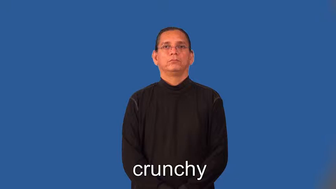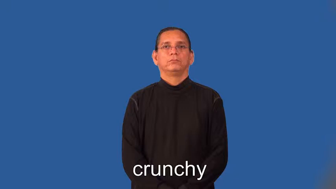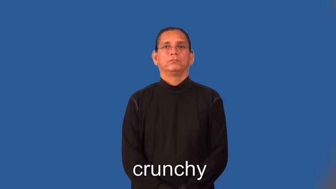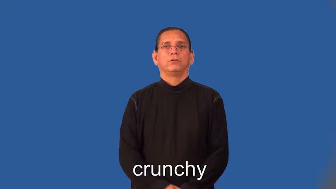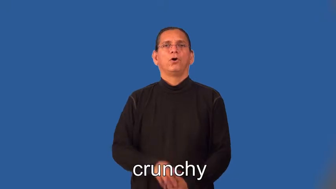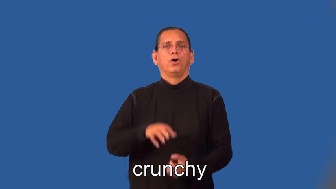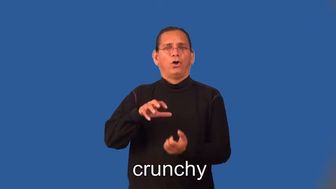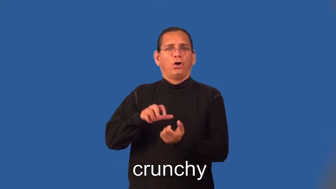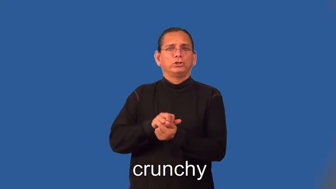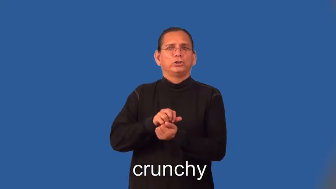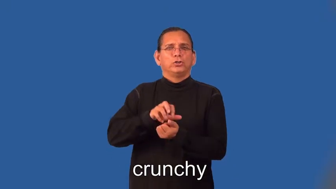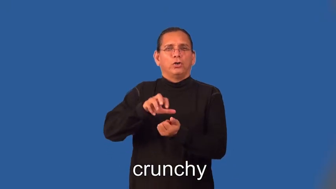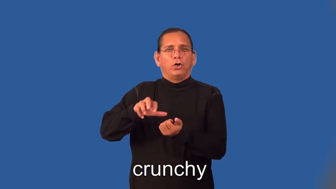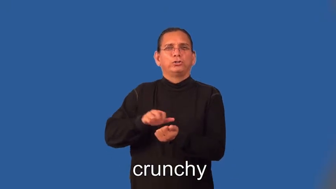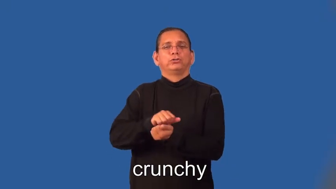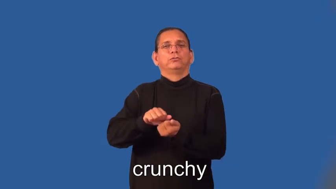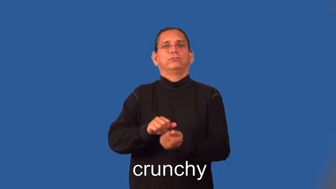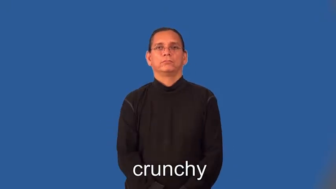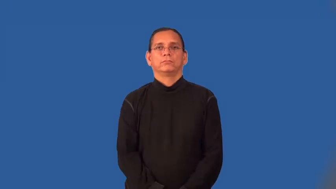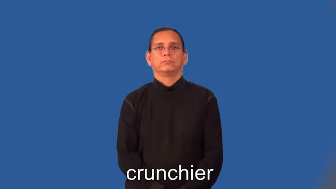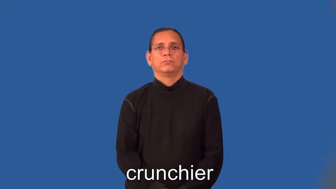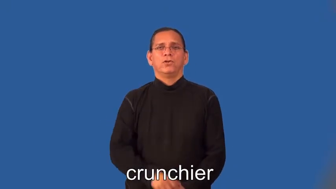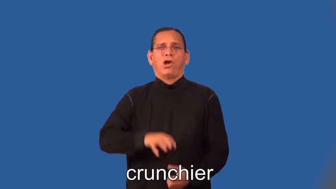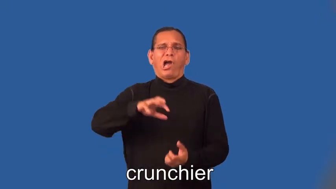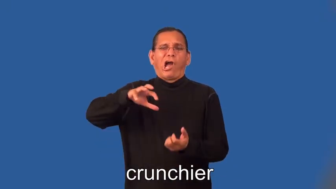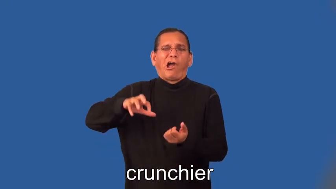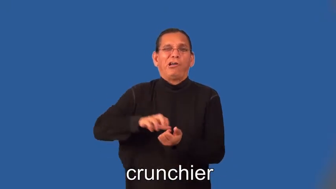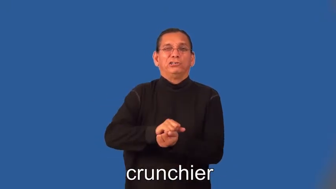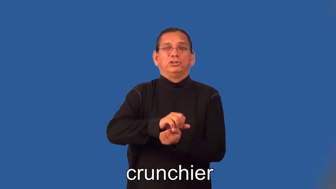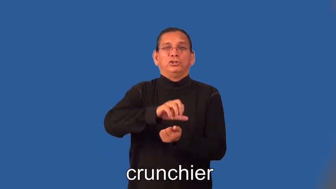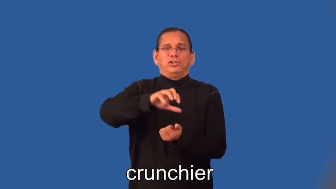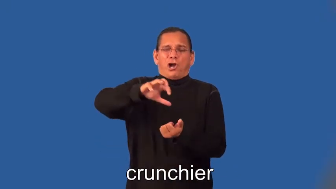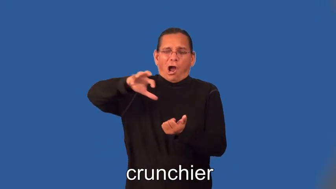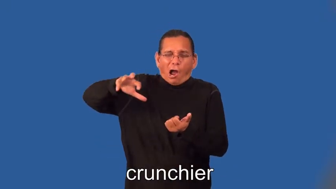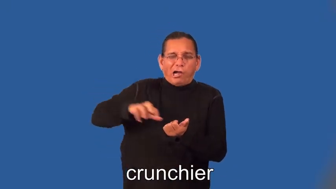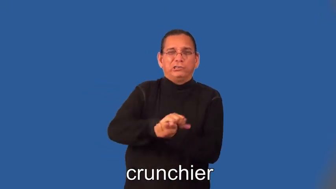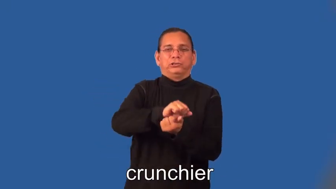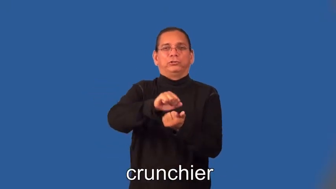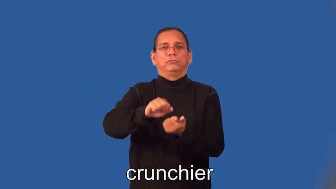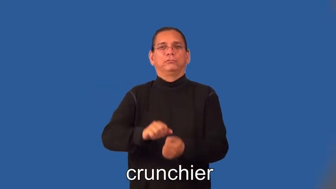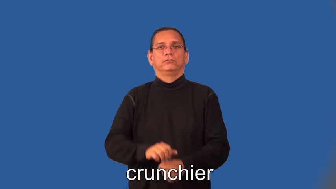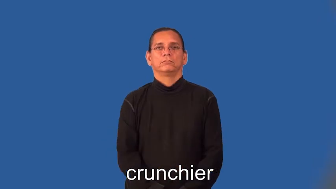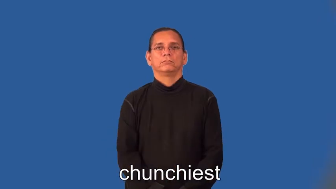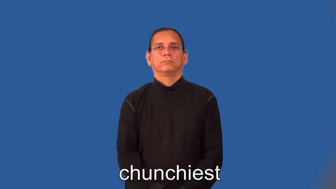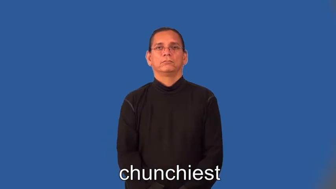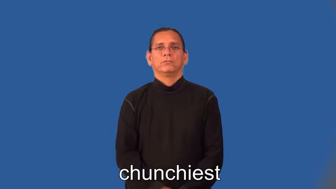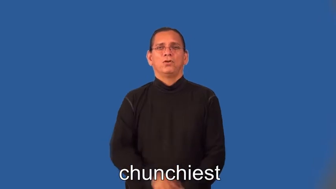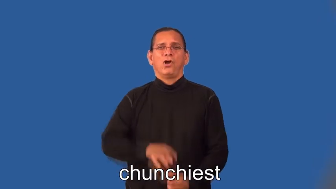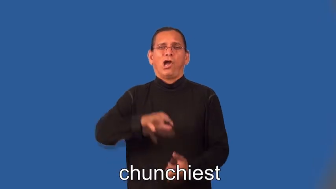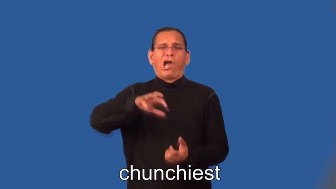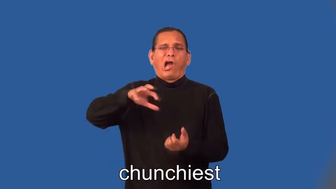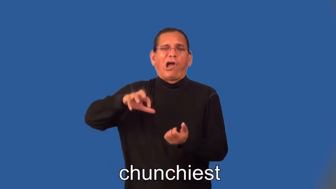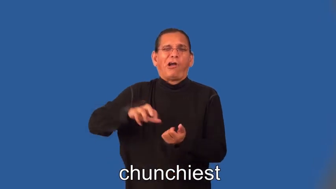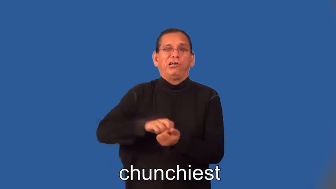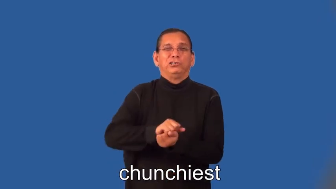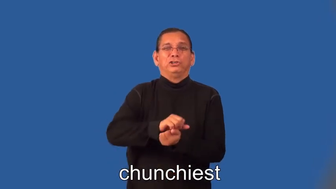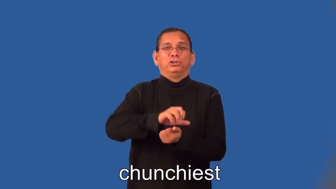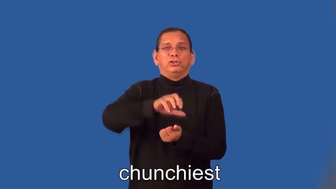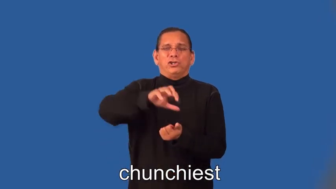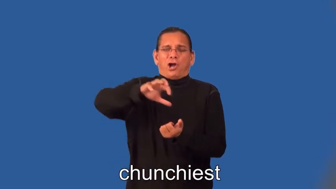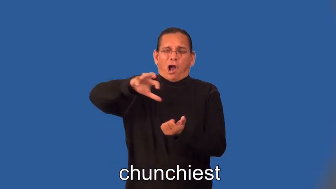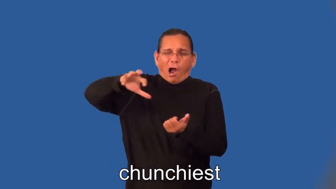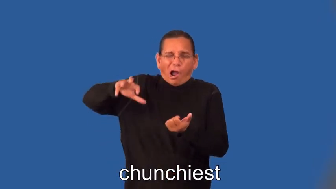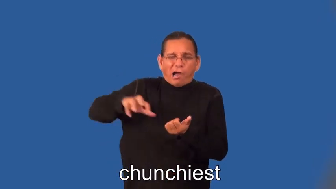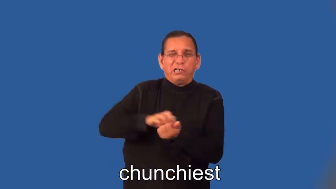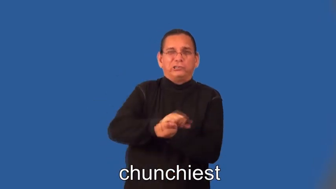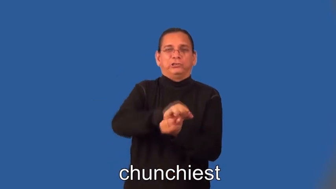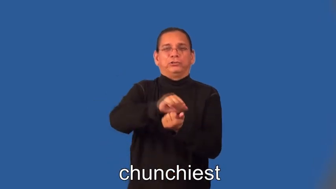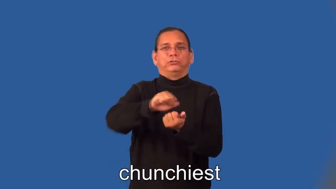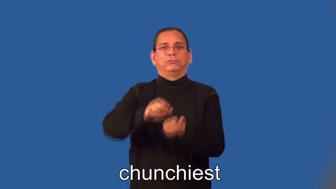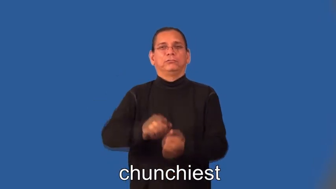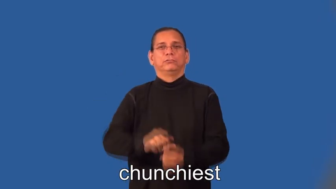crunchier,crunchiest